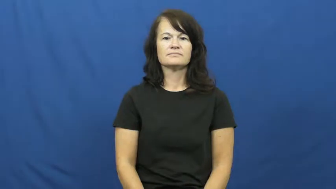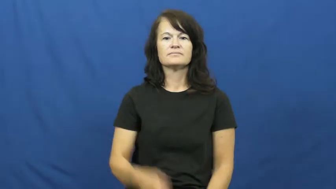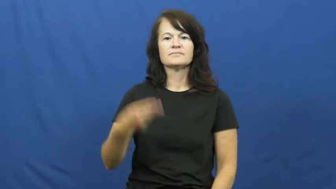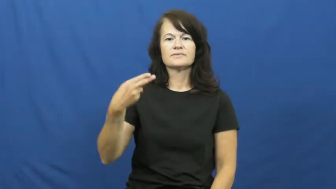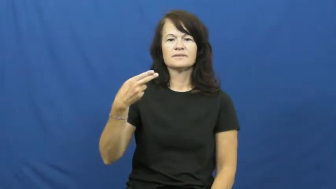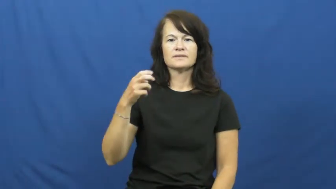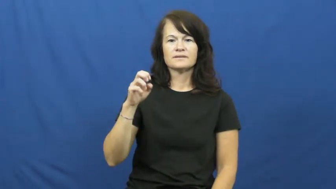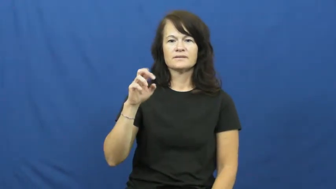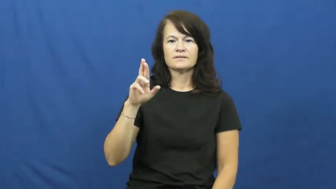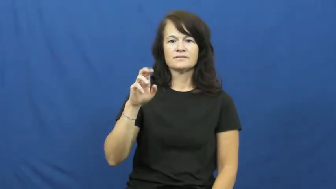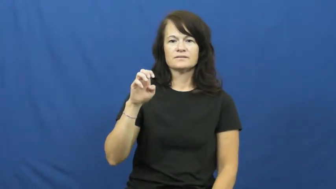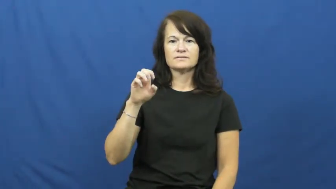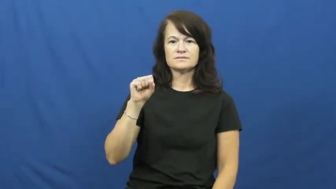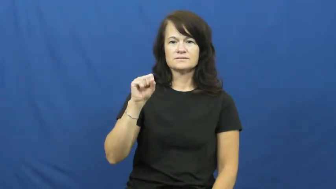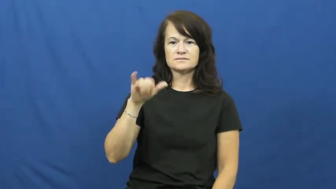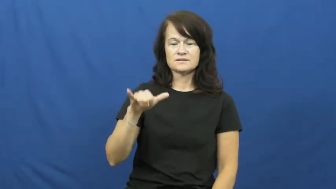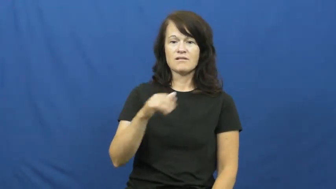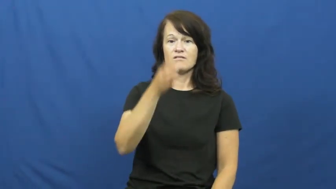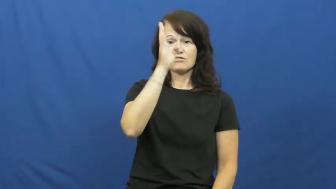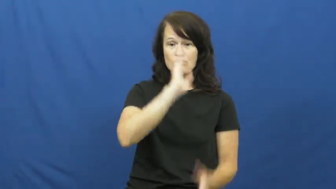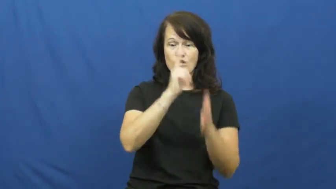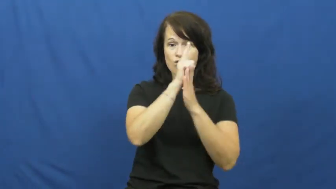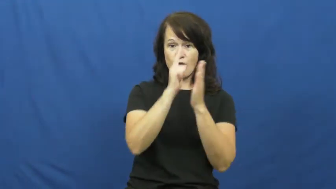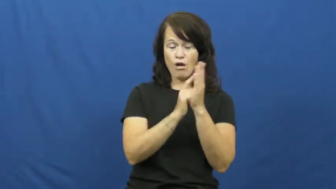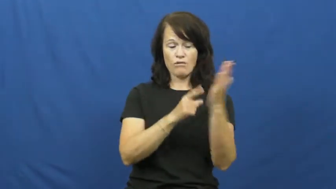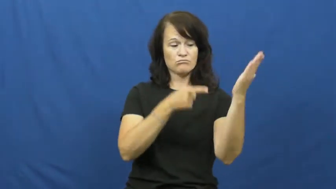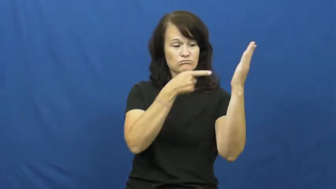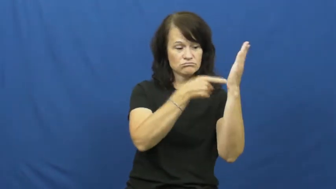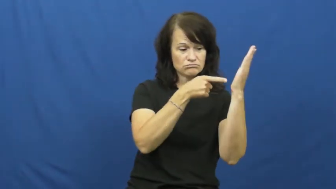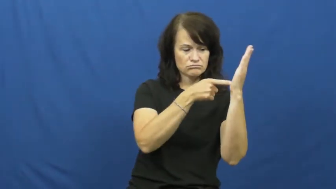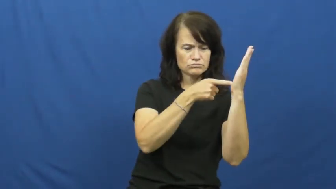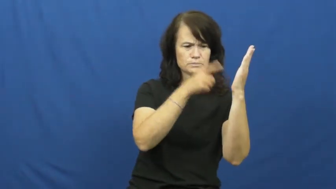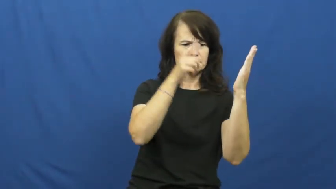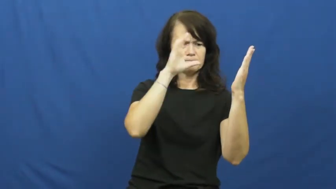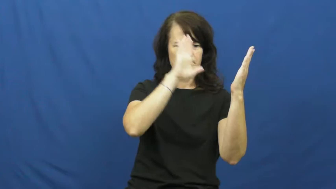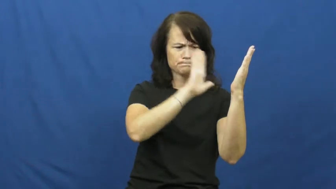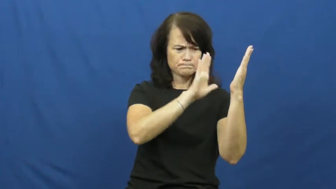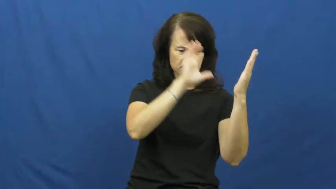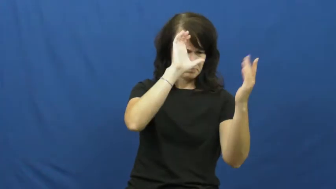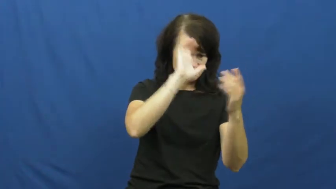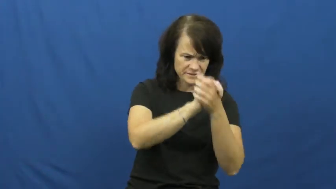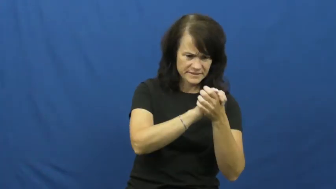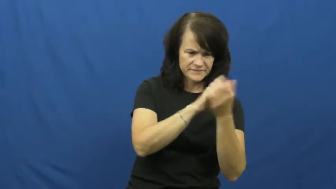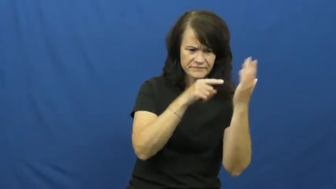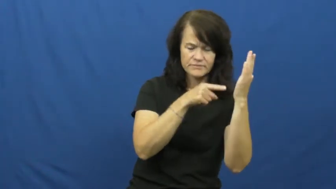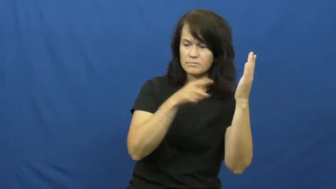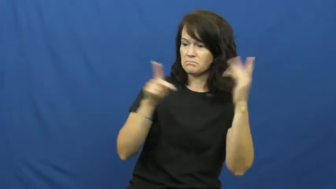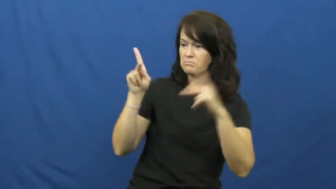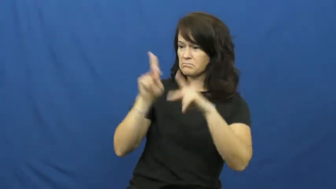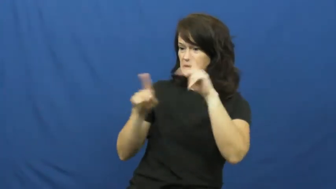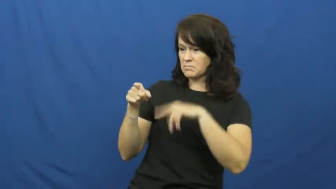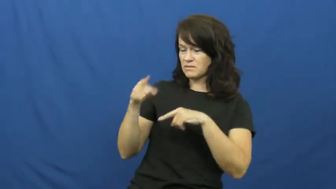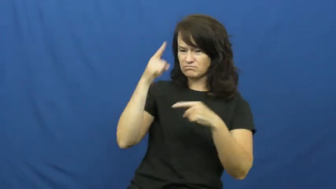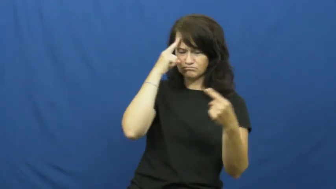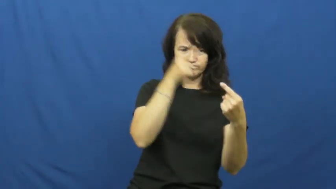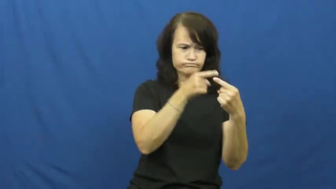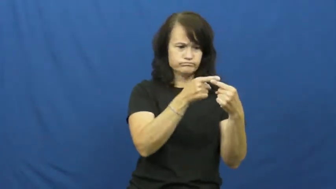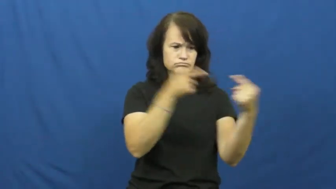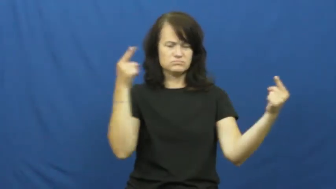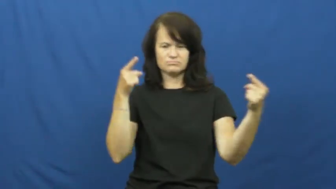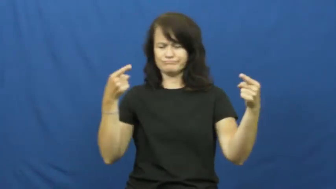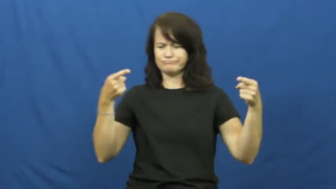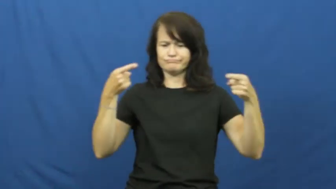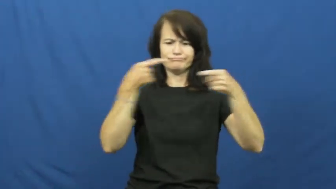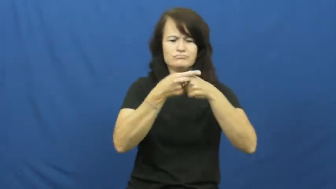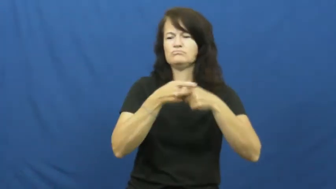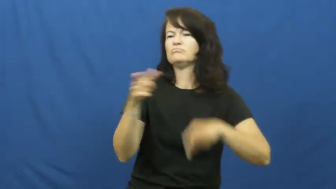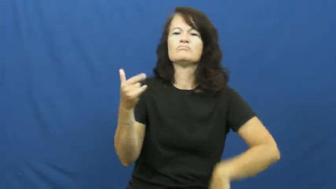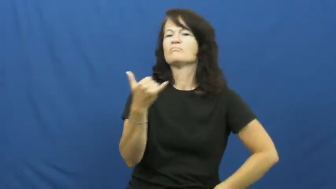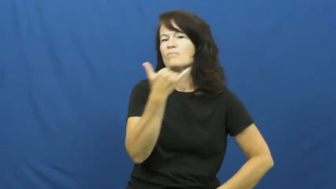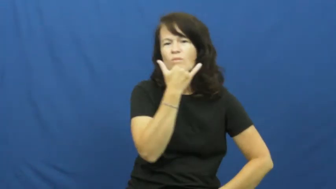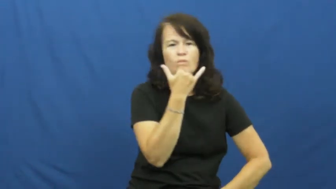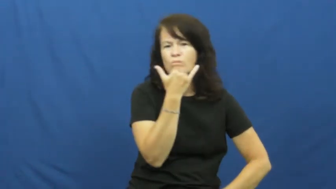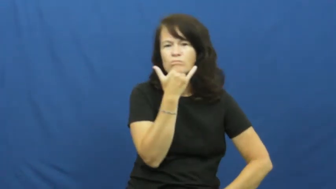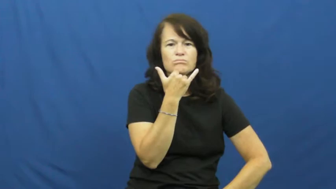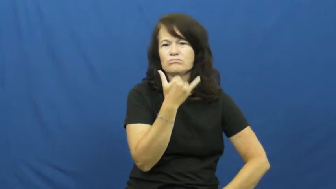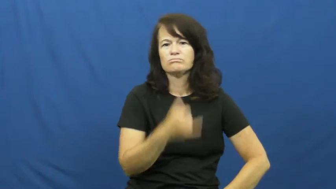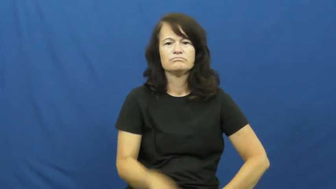heresy